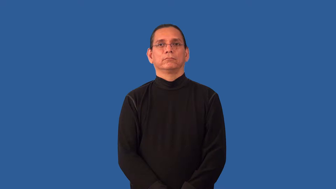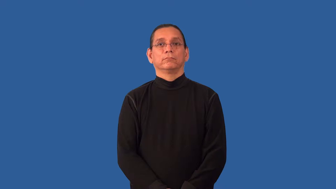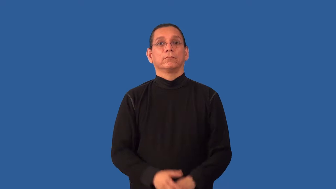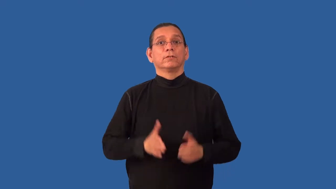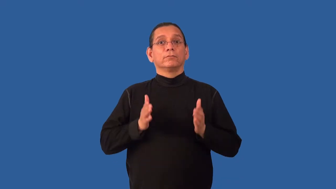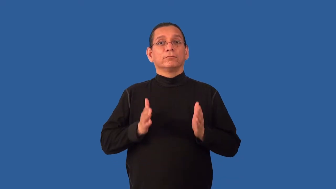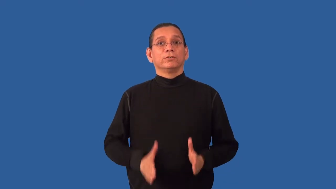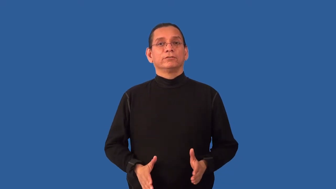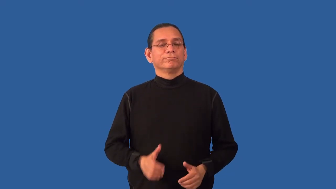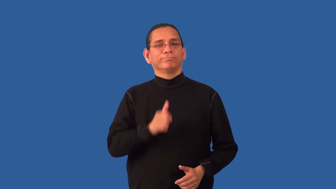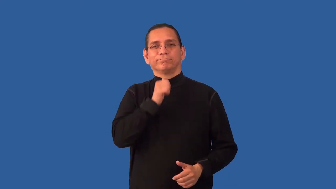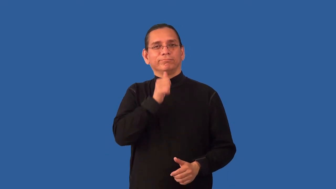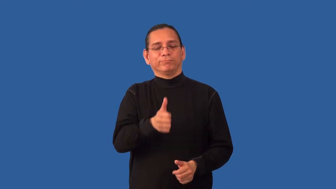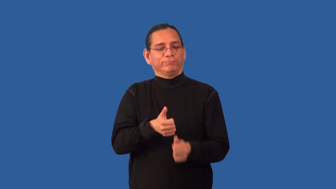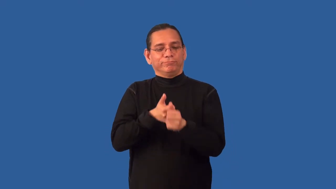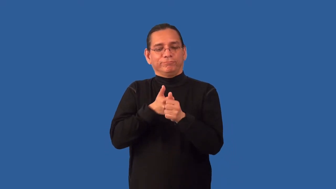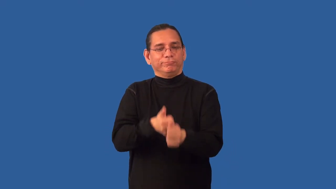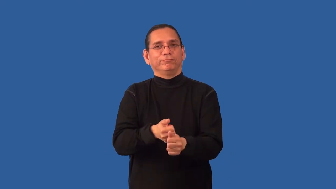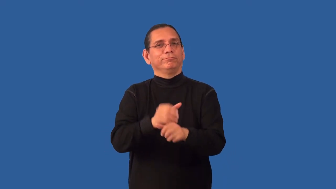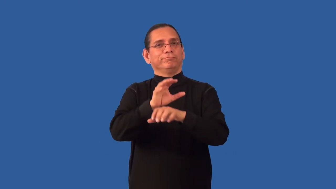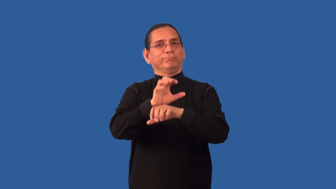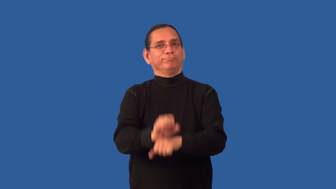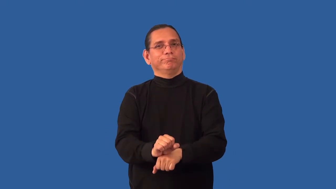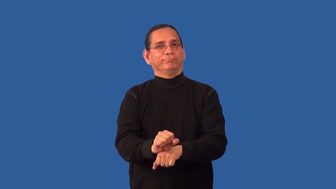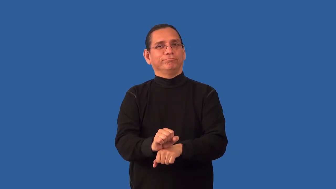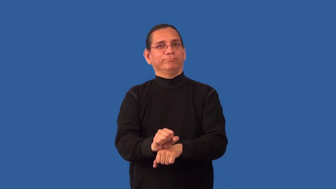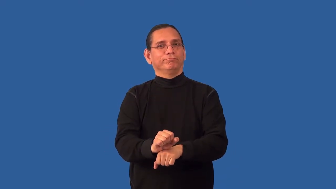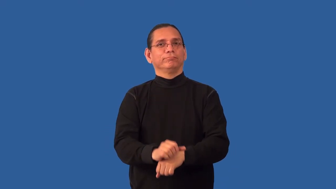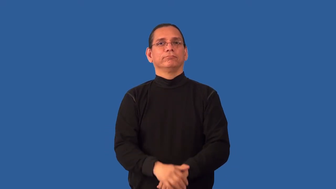nonobservant